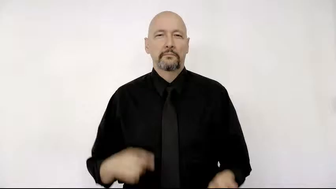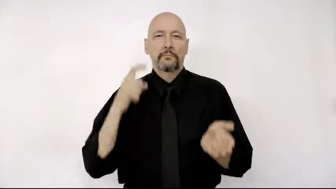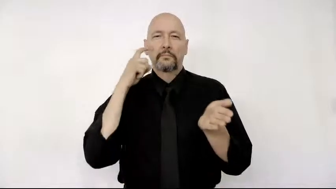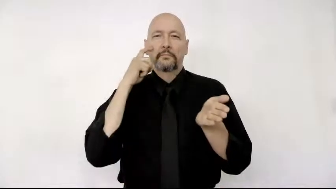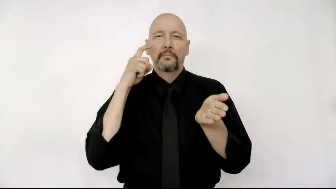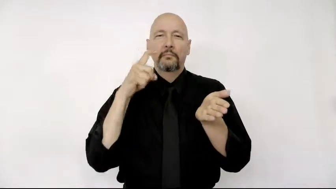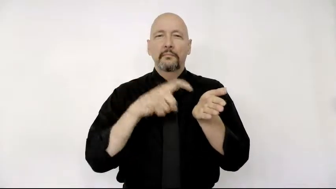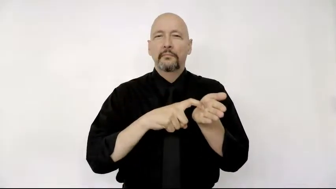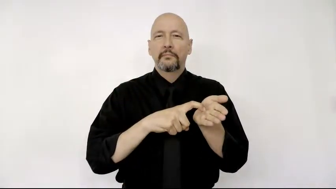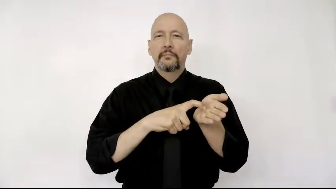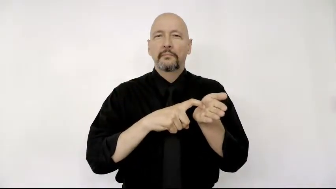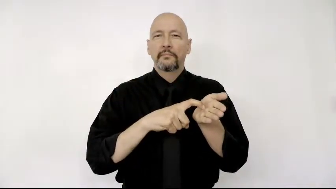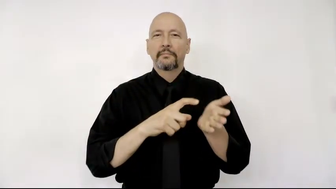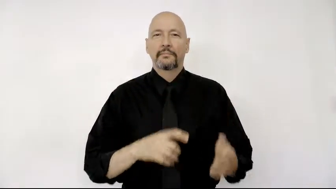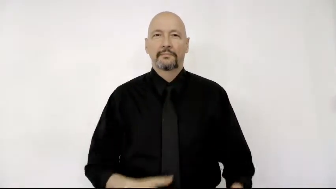sense version